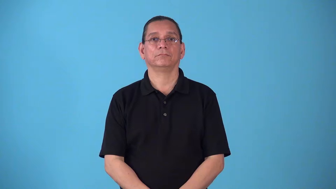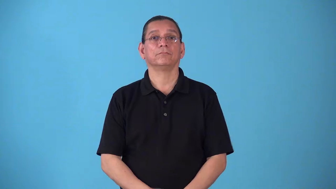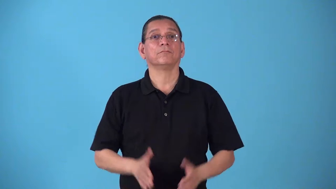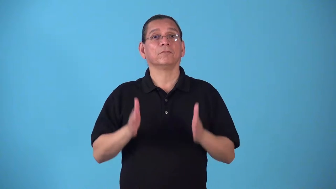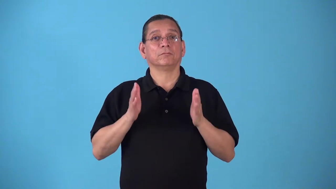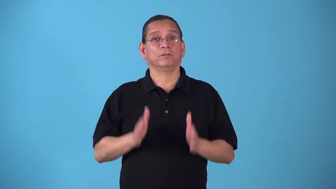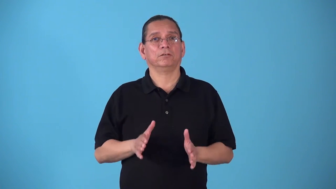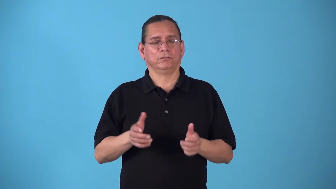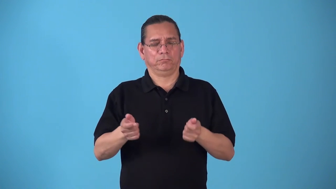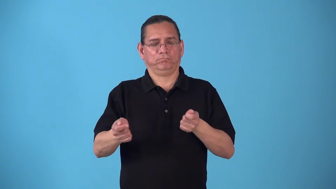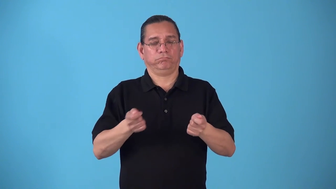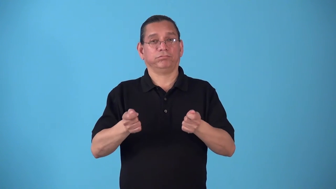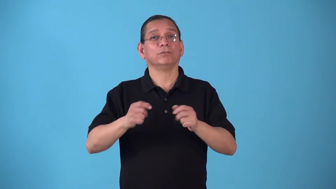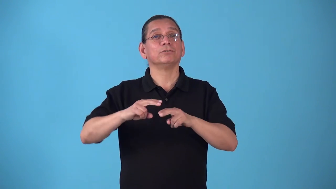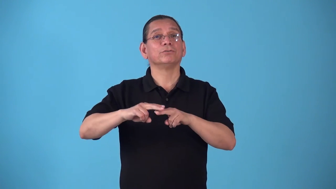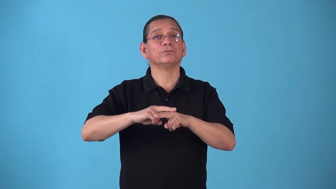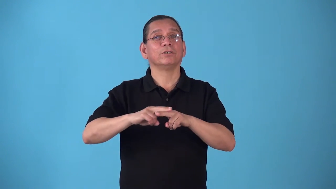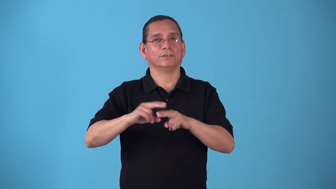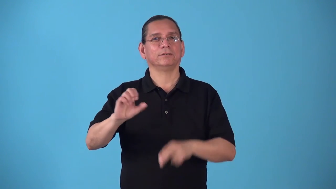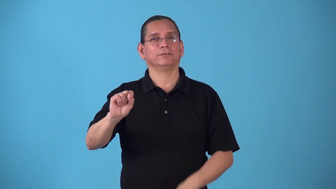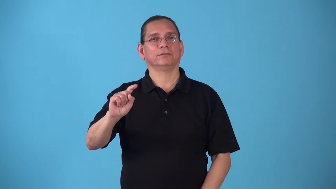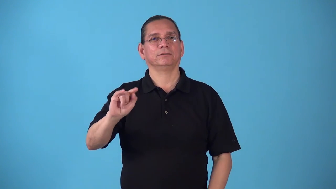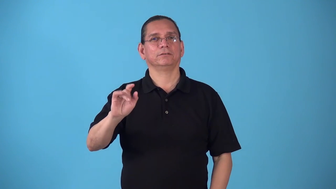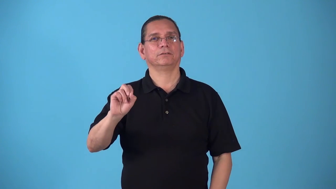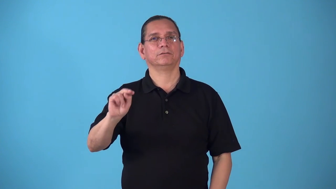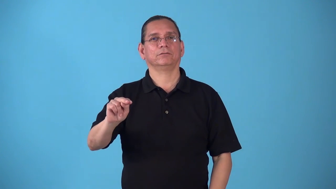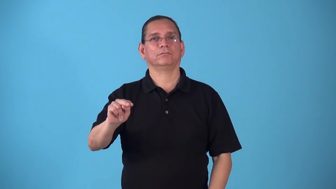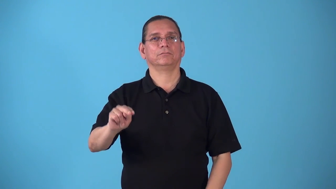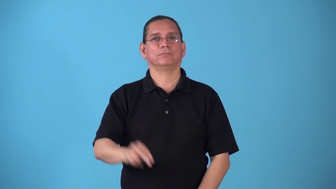stationmaster